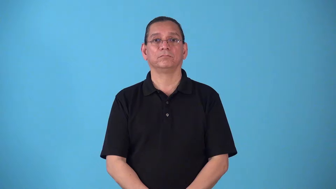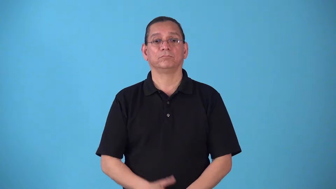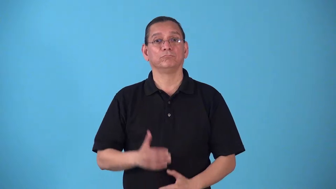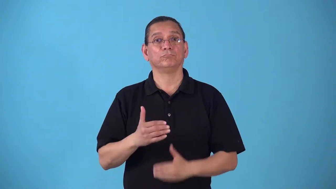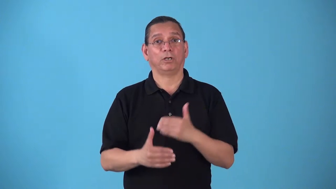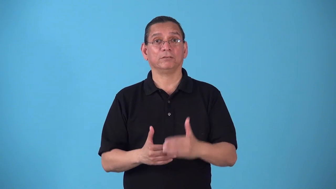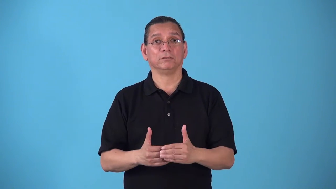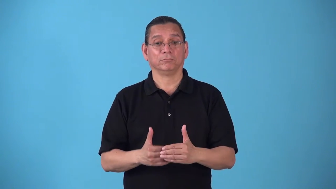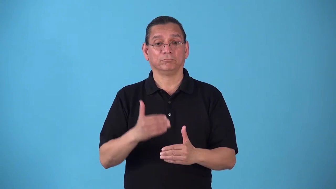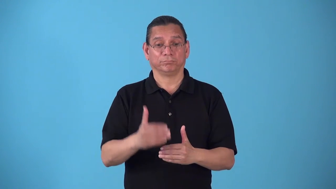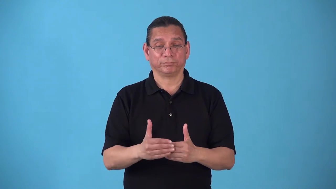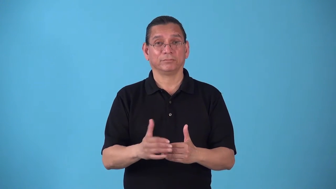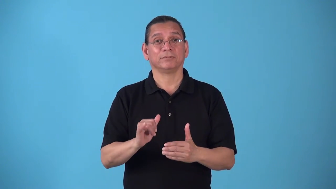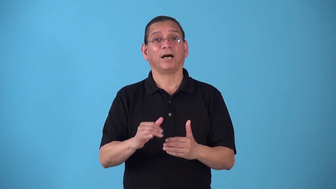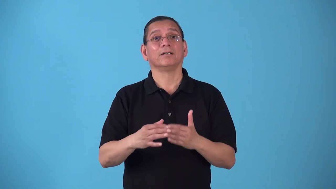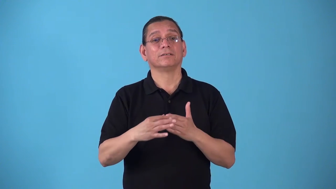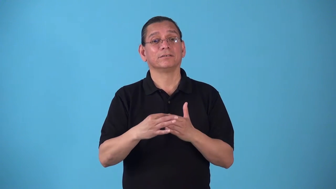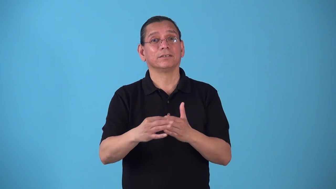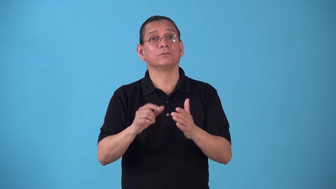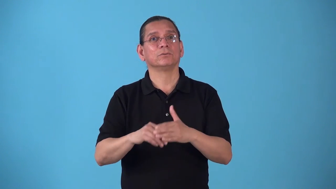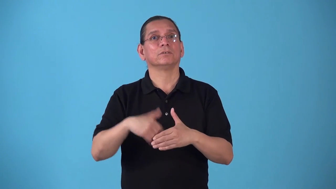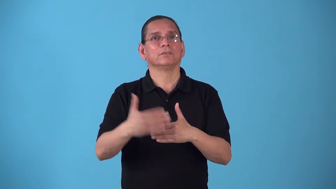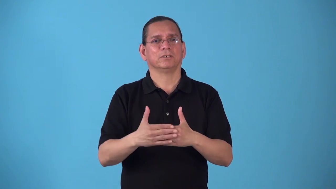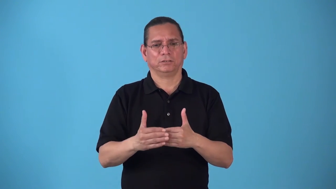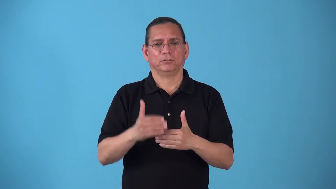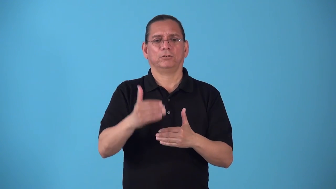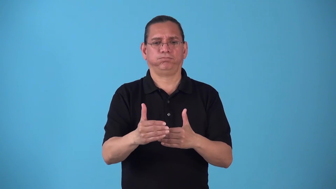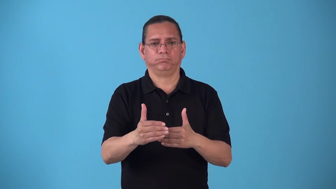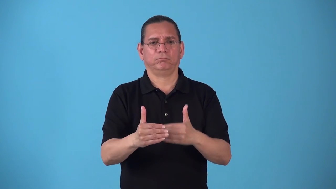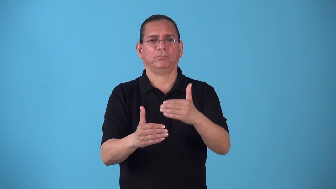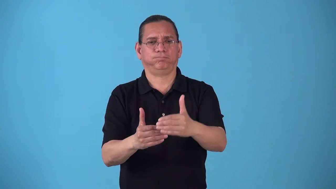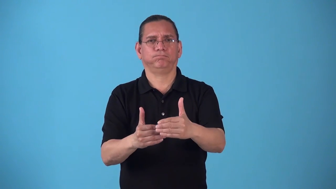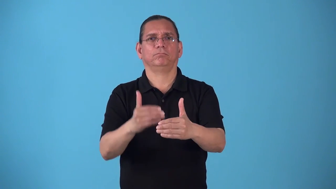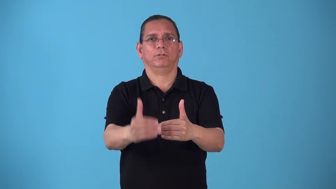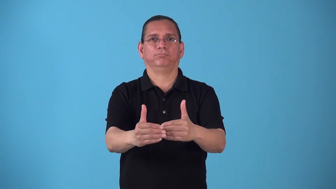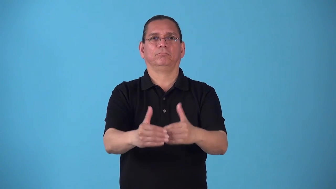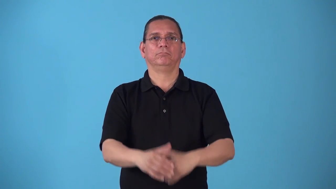steppingstone-next step to achieve